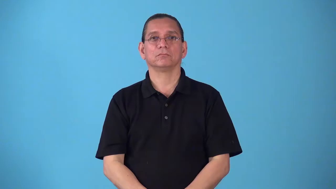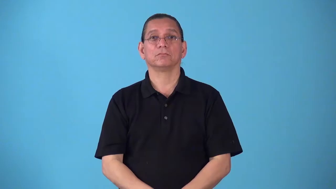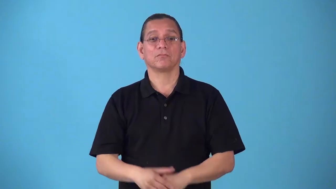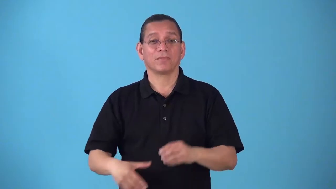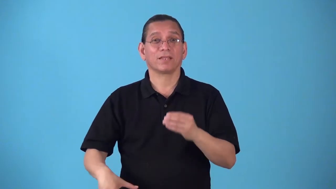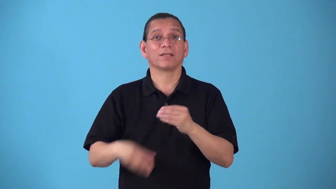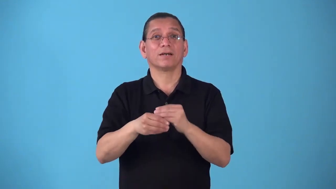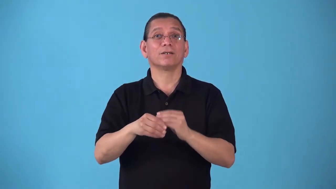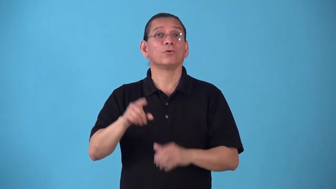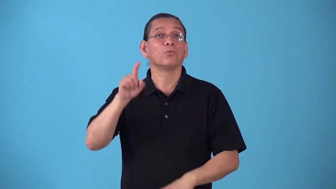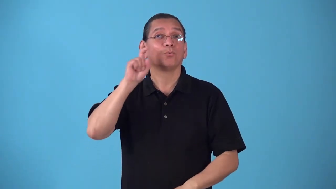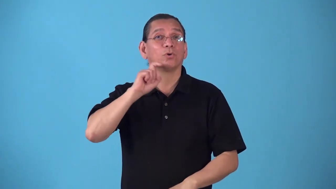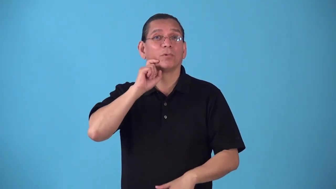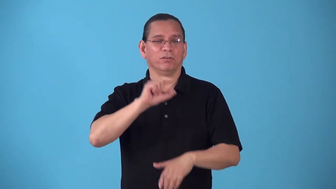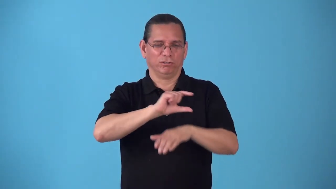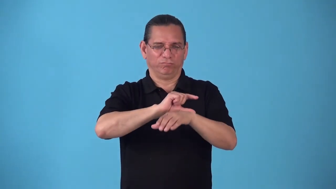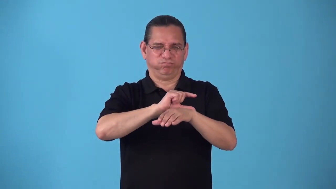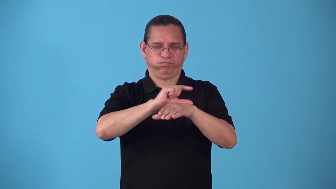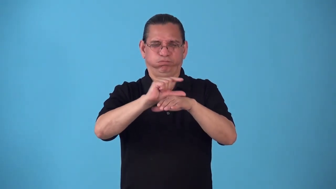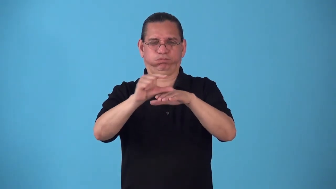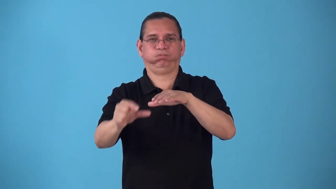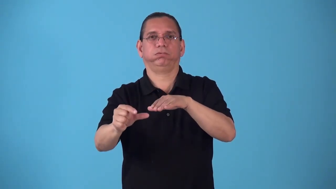rubberize